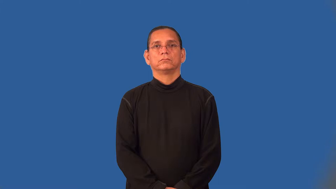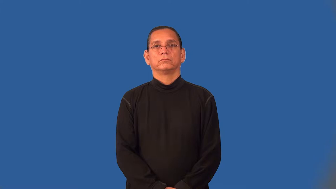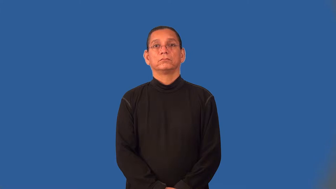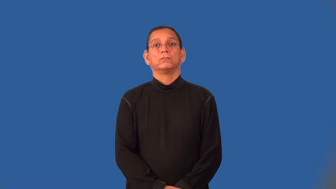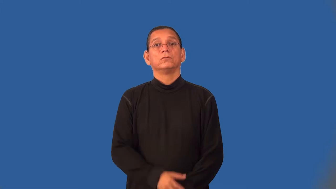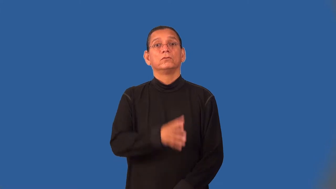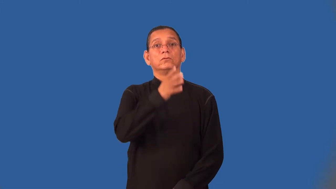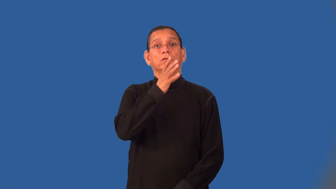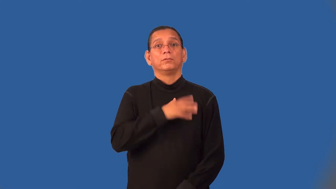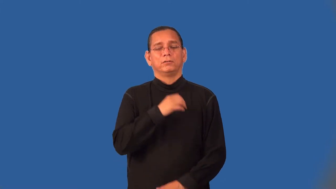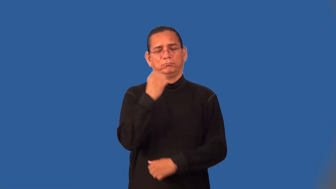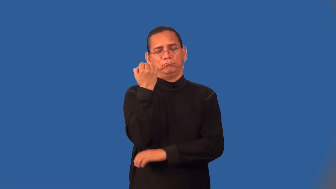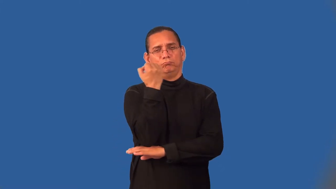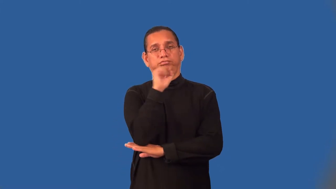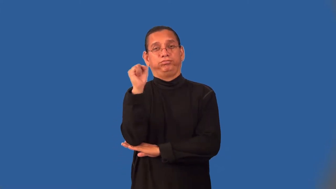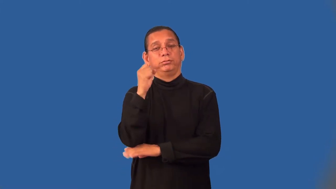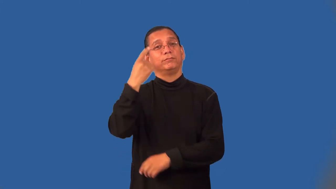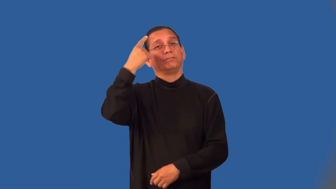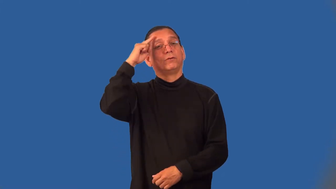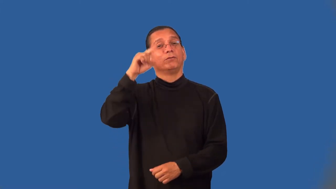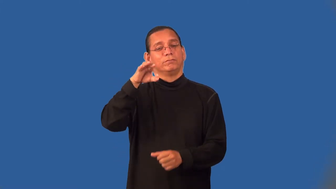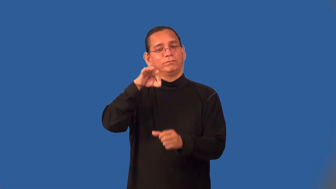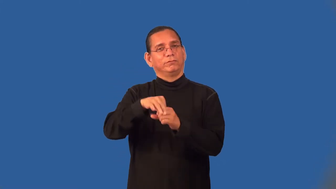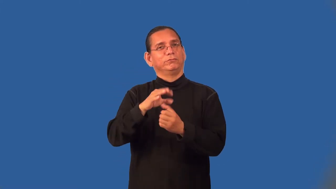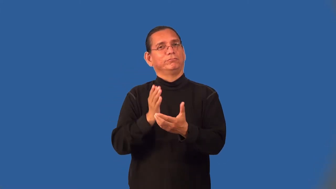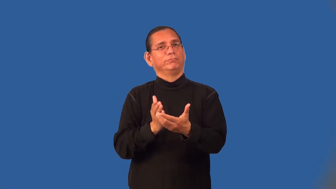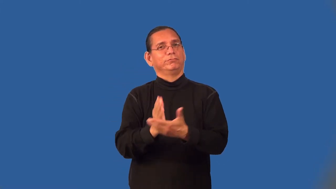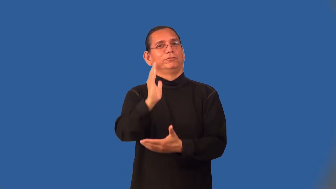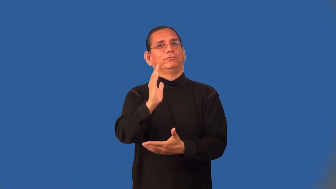suffragette